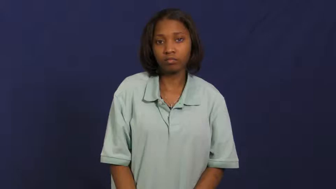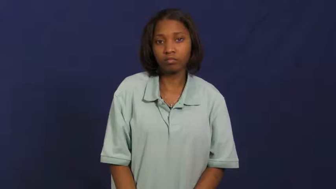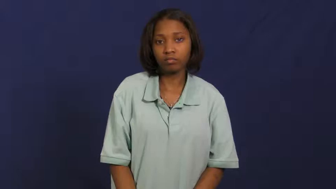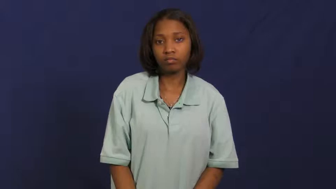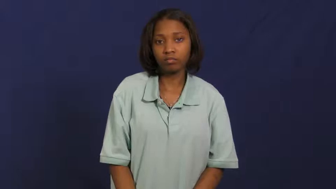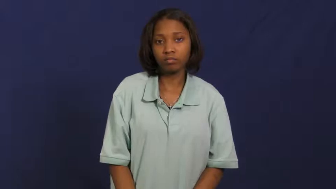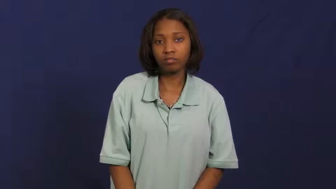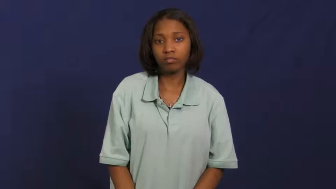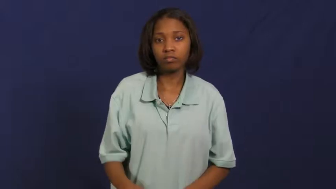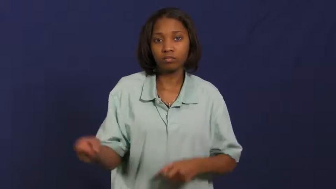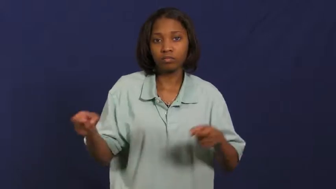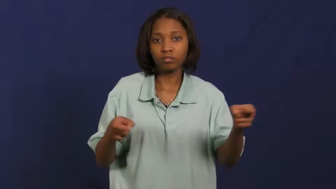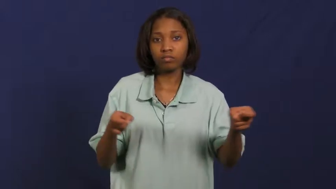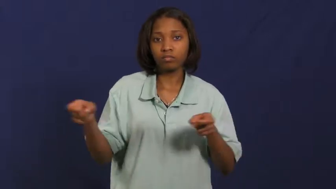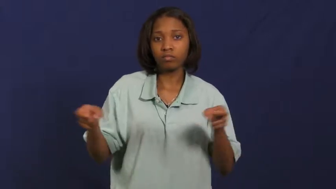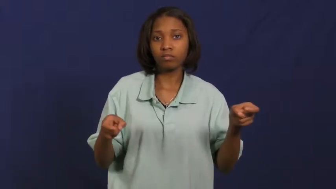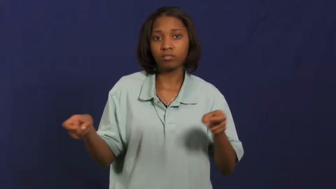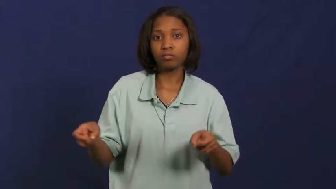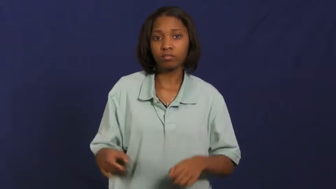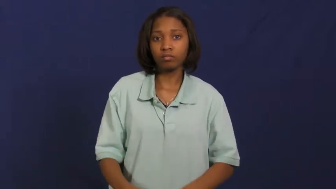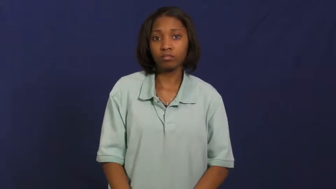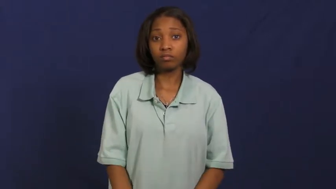head up-control